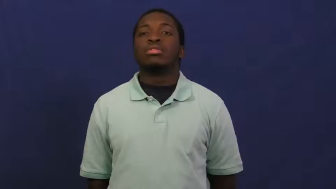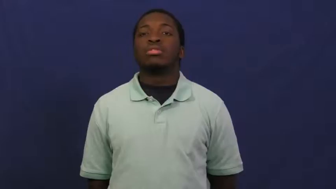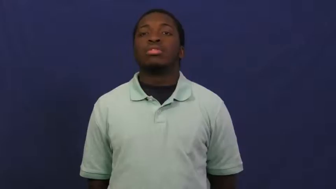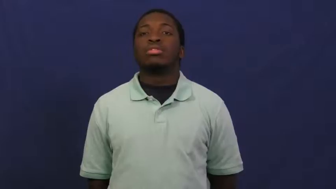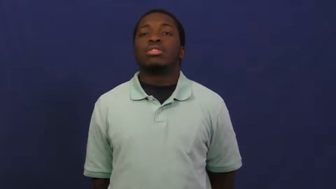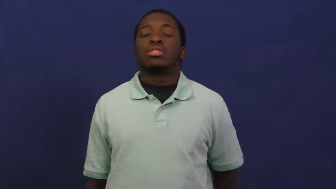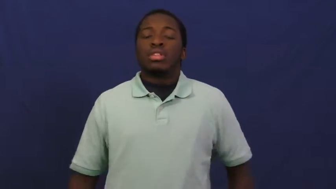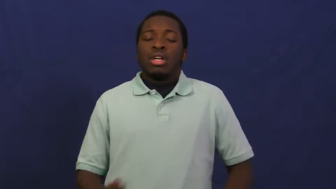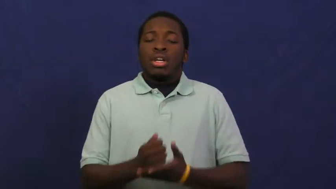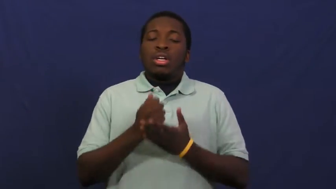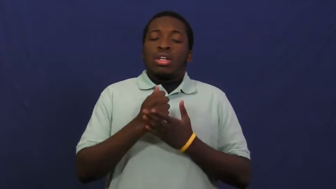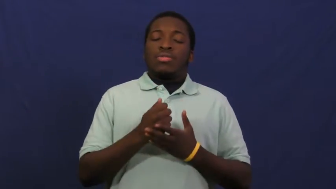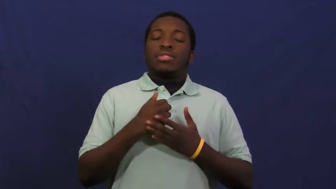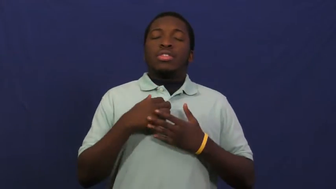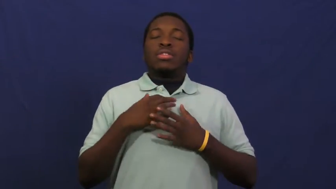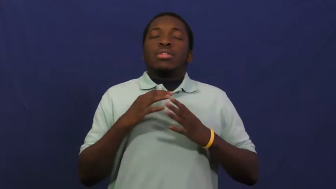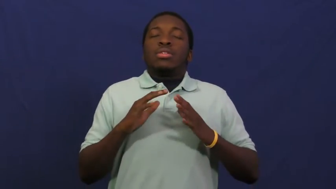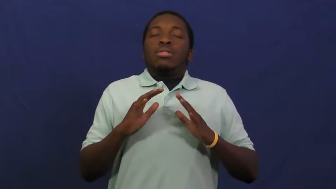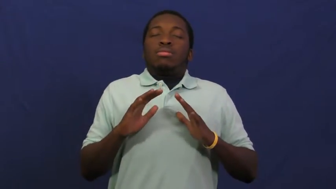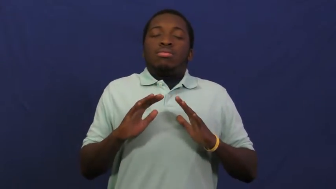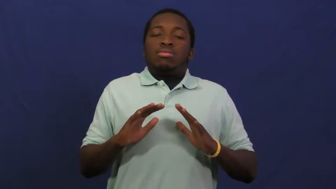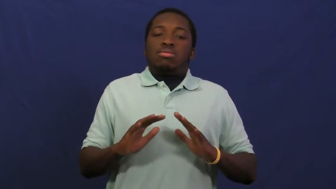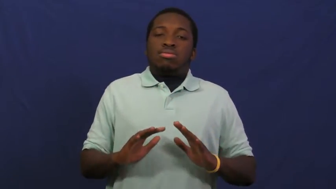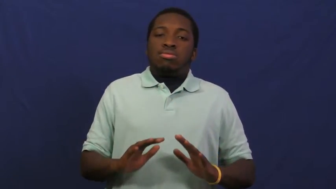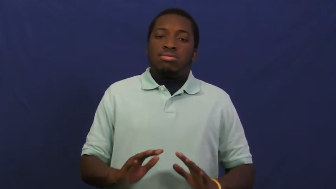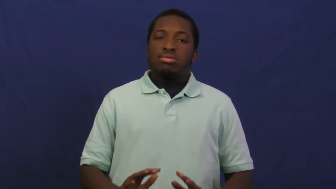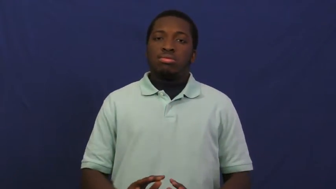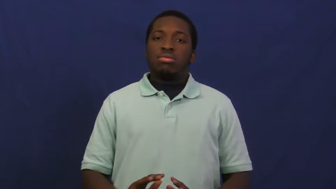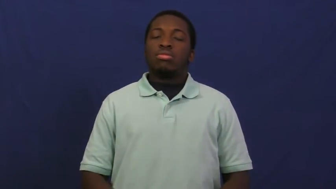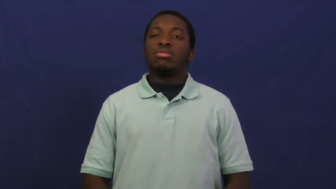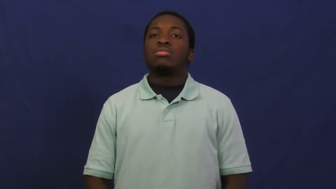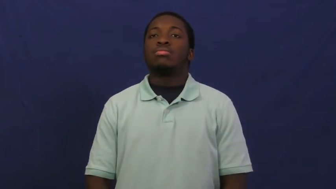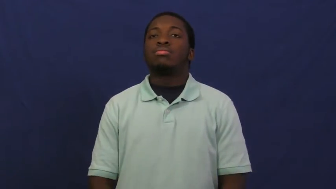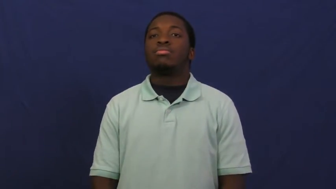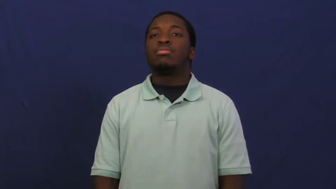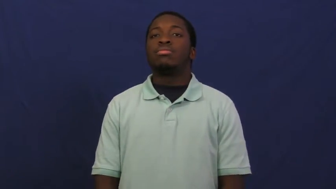relieve,console,allay,assuage,mitigate,mollify